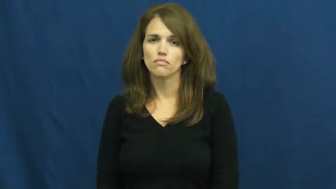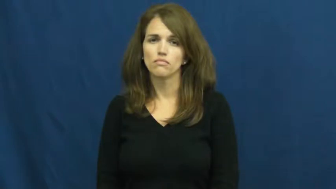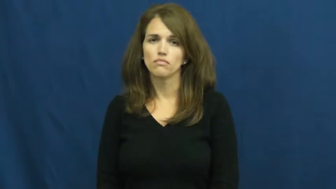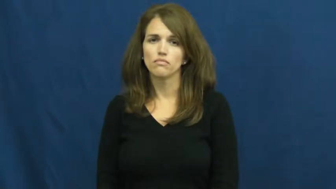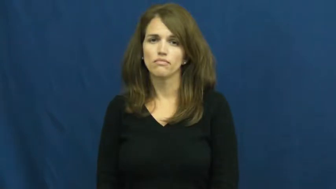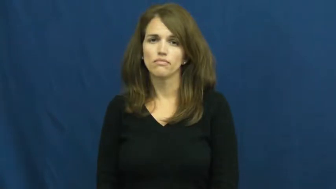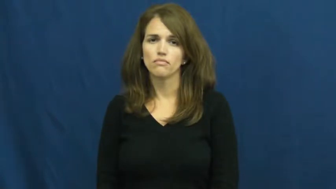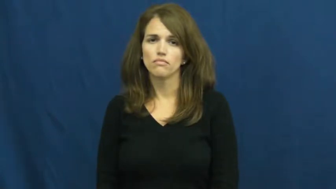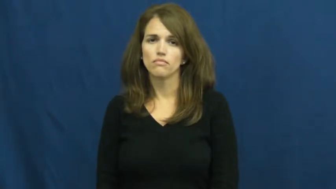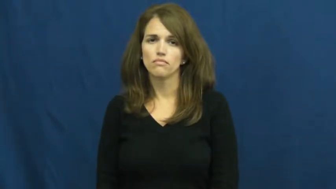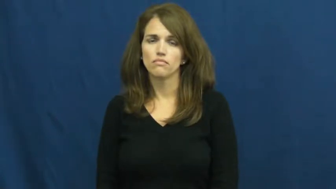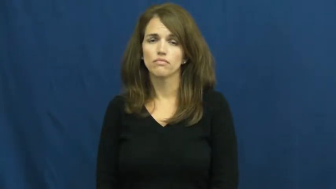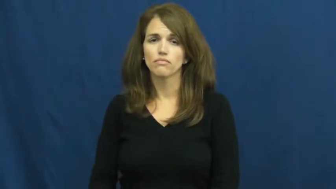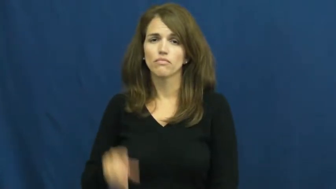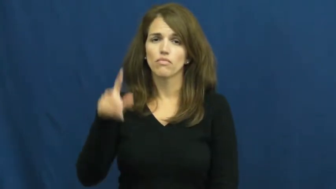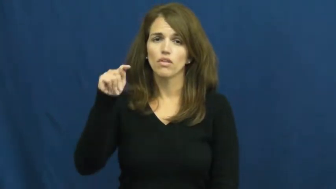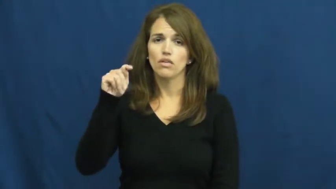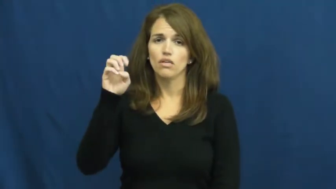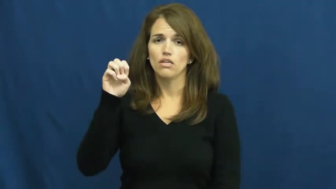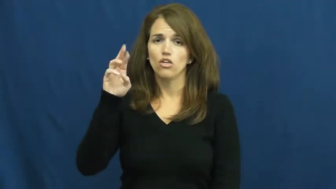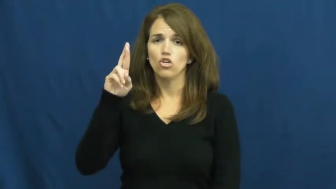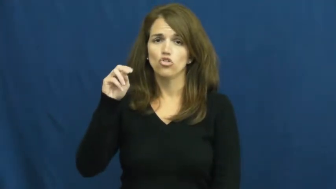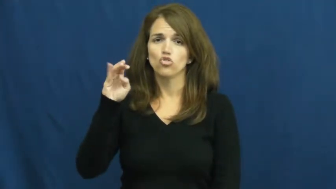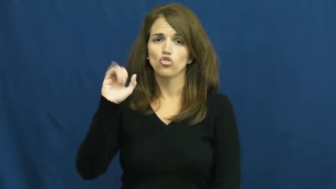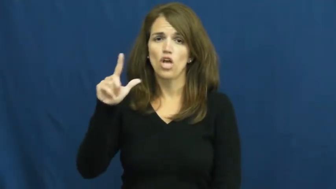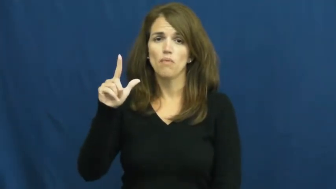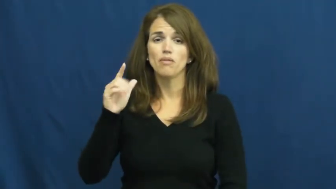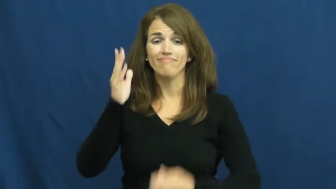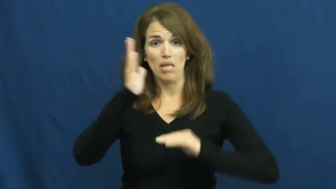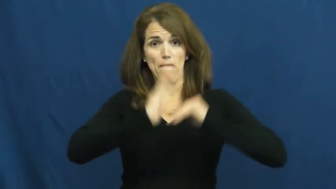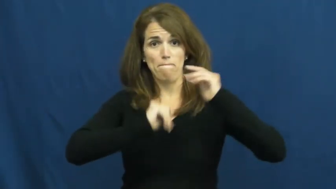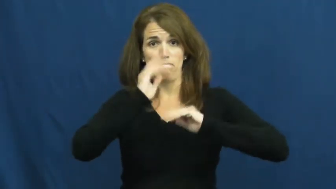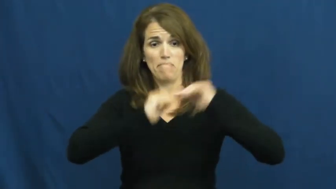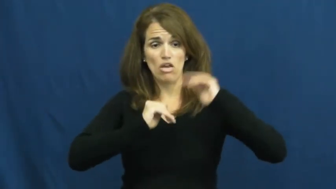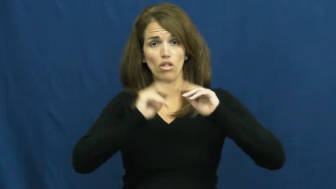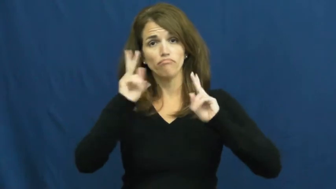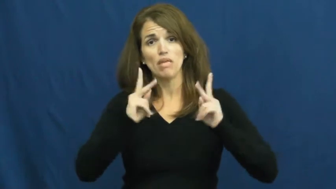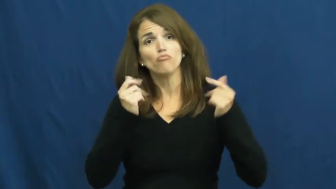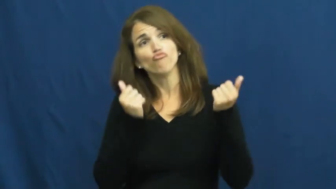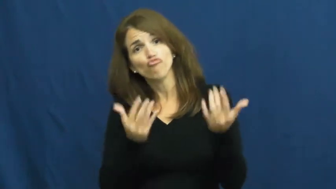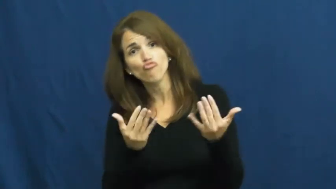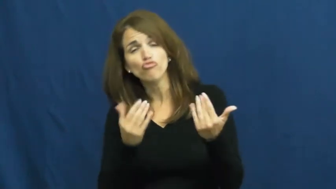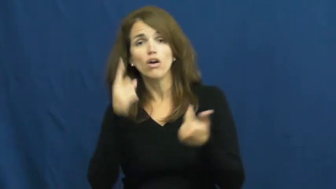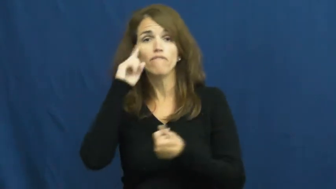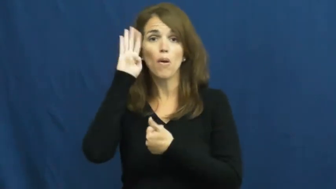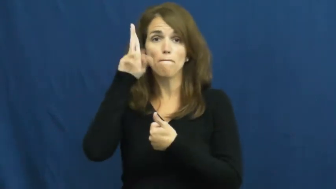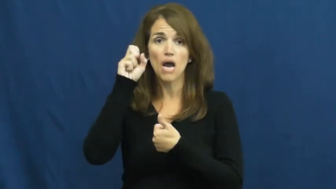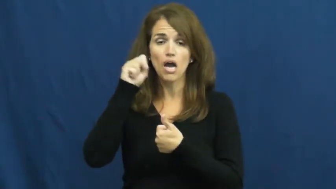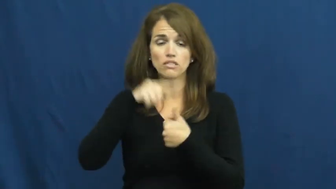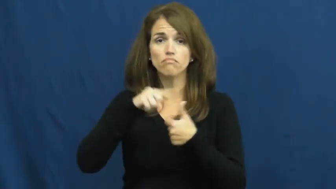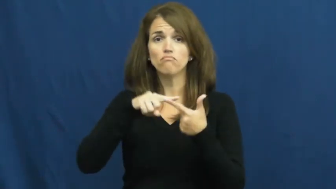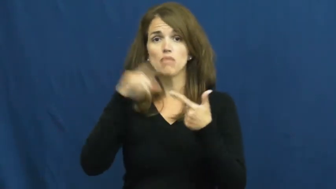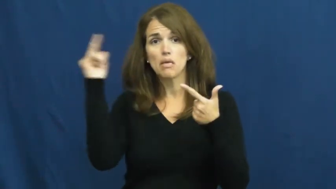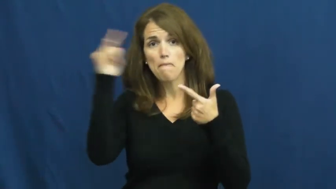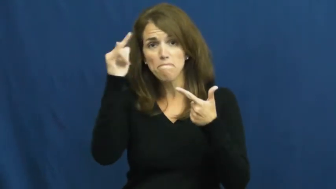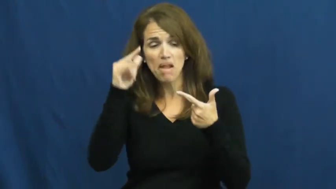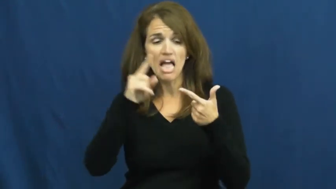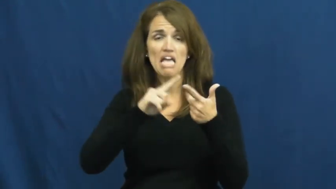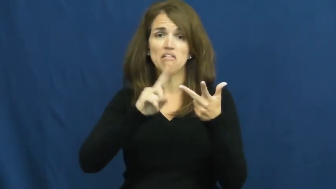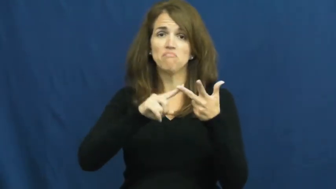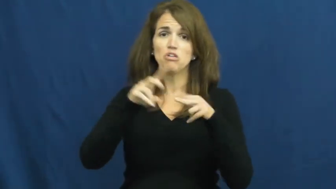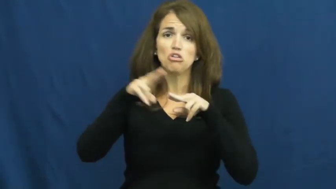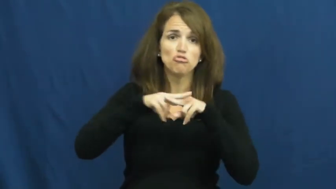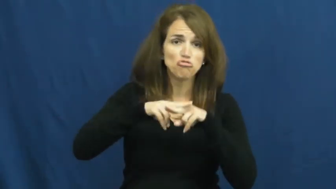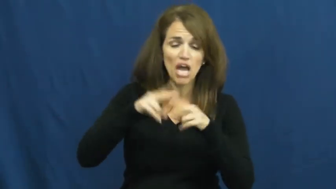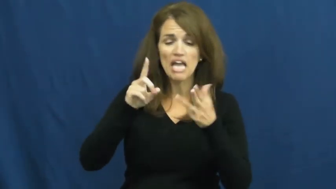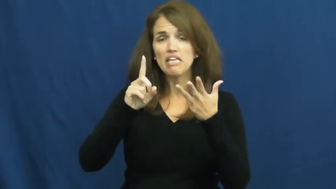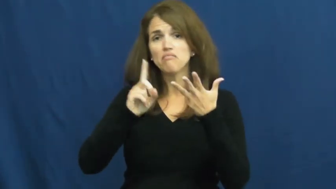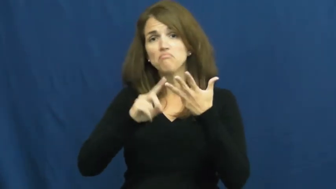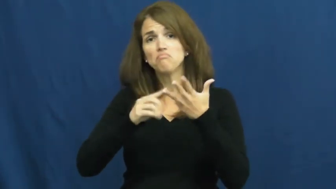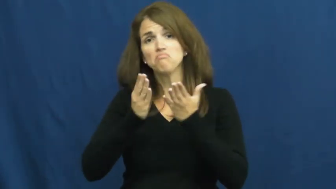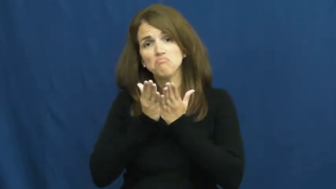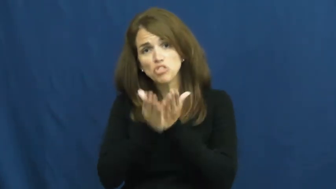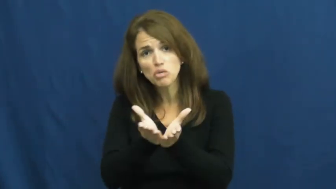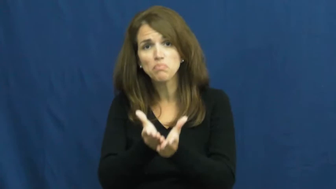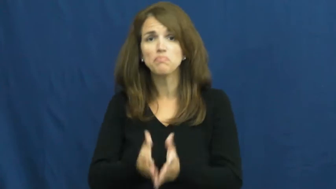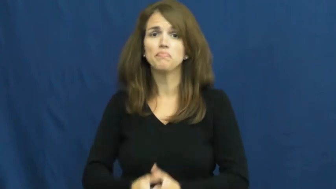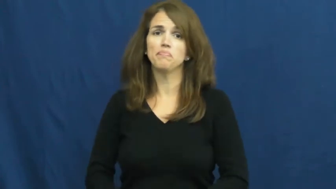terminal-transportation